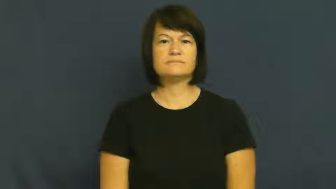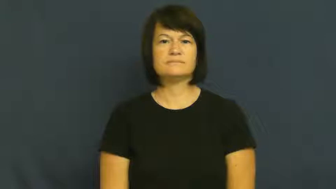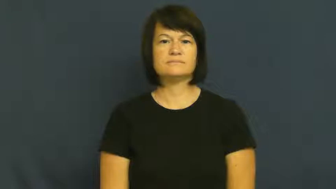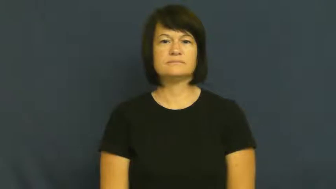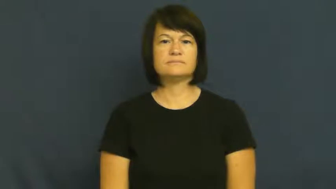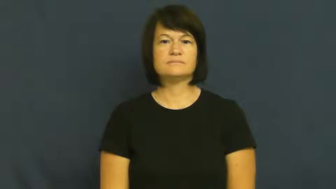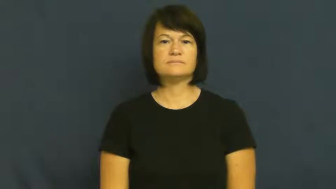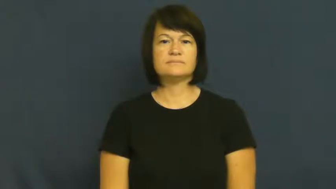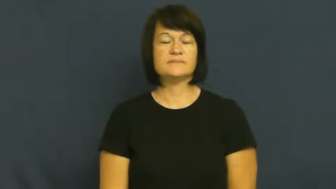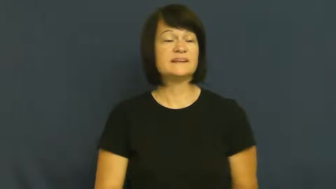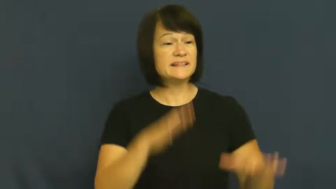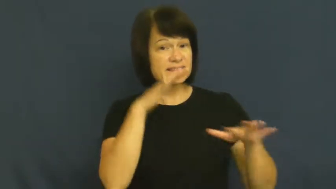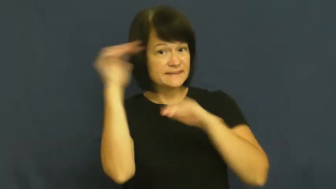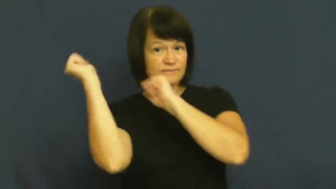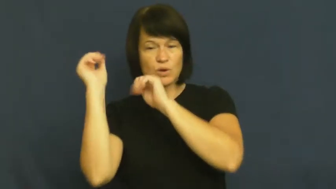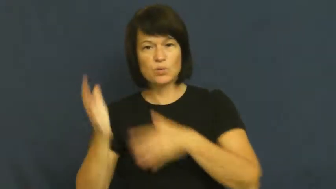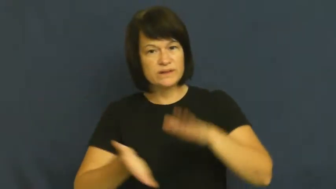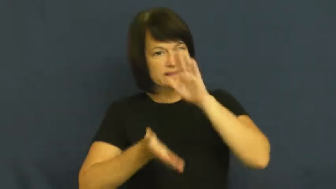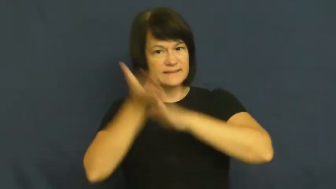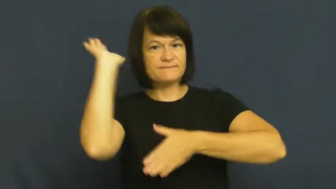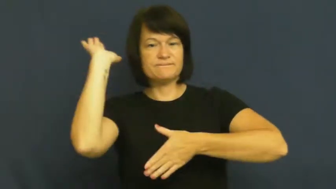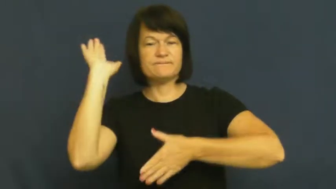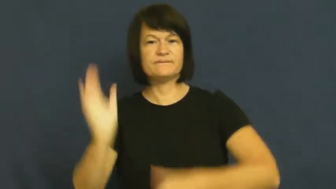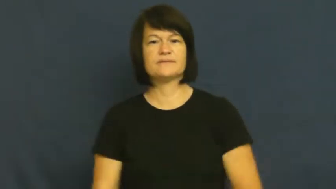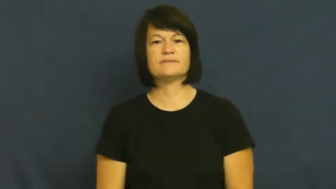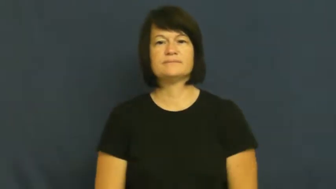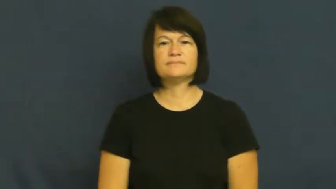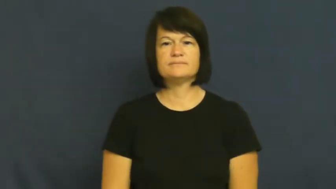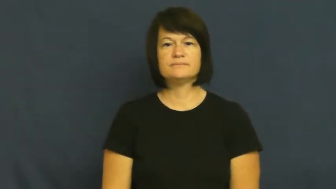leave,leave out,go,run along,set out,set off,egress,begone,get out